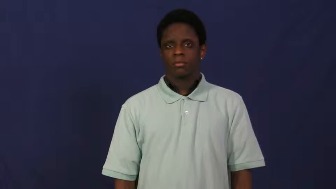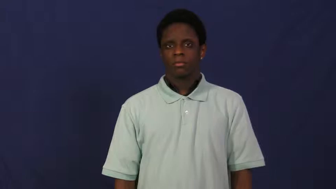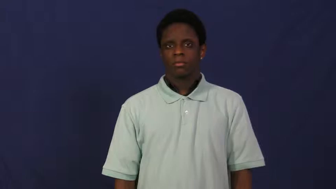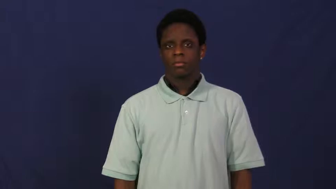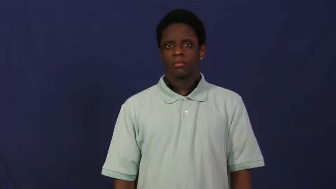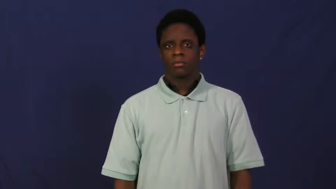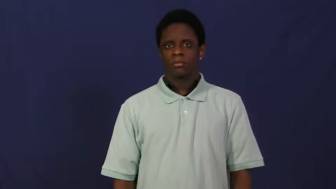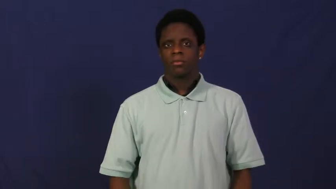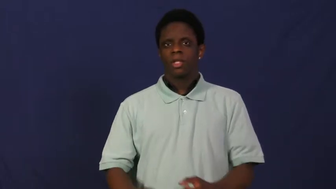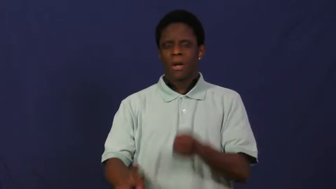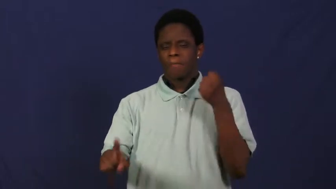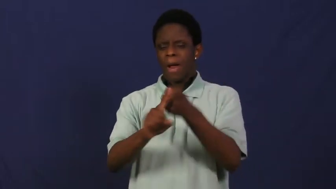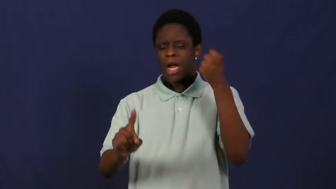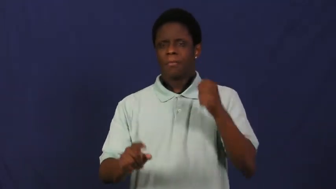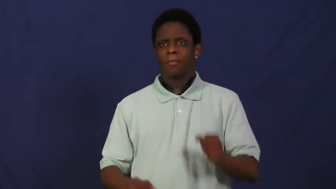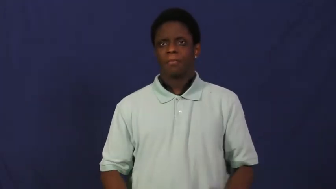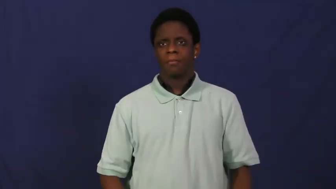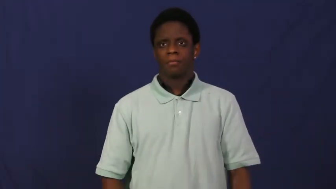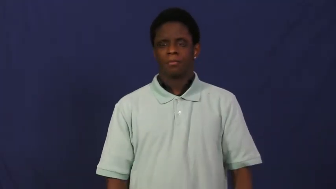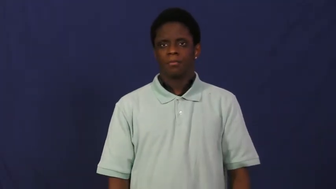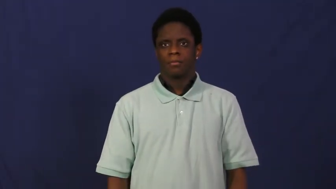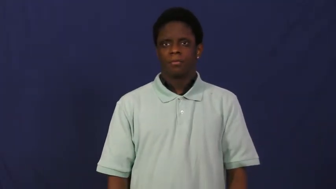impact,jounce,hit